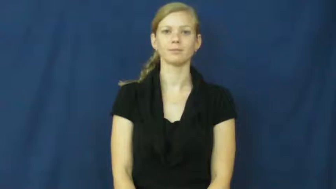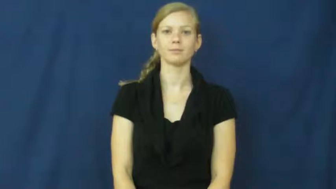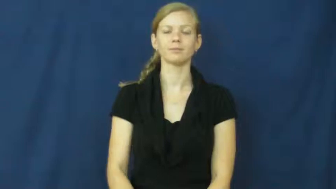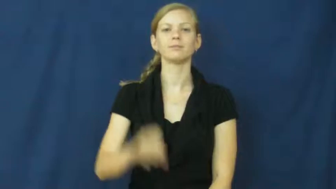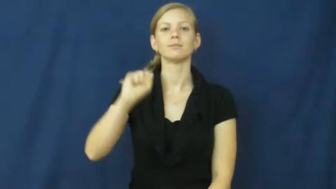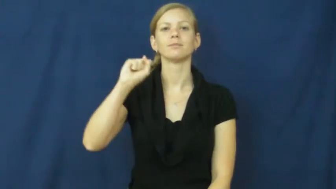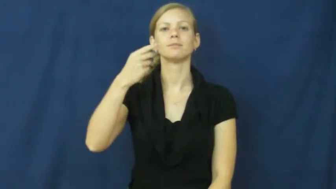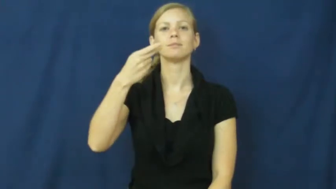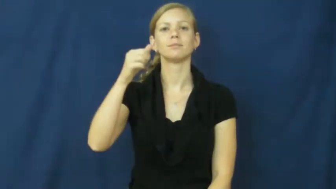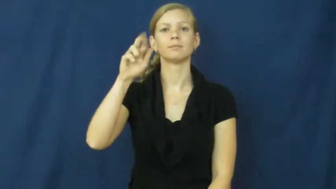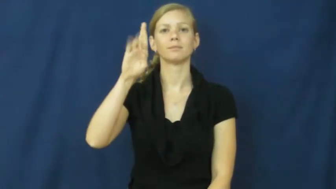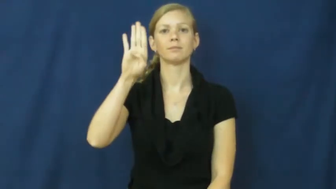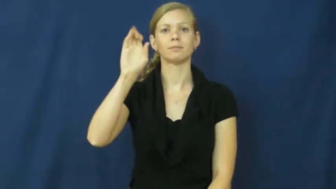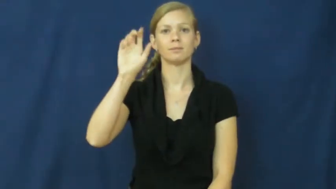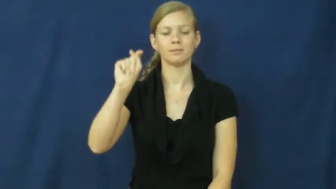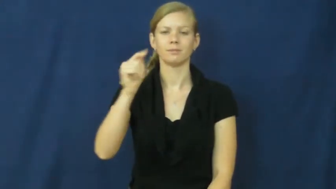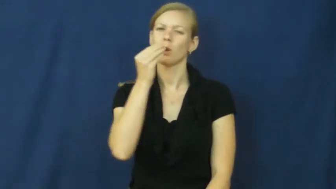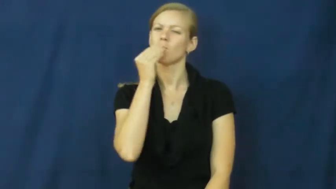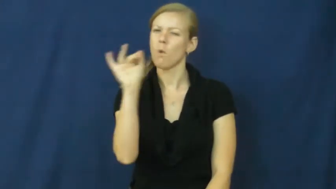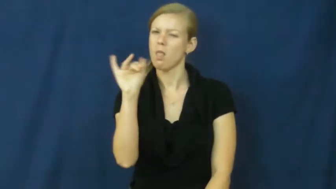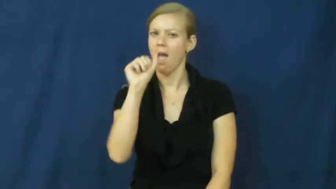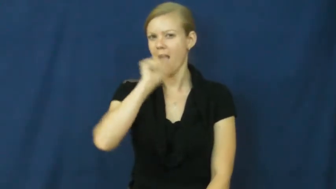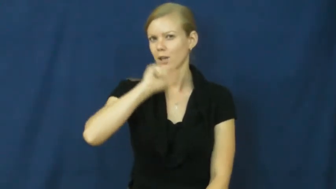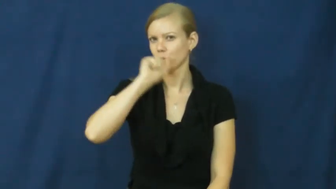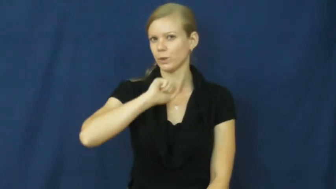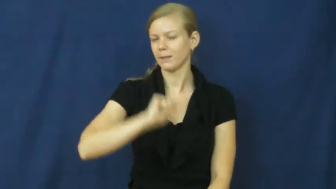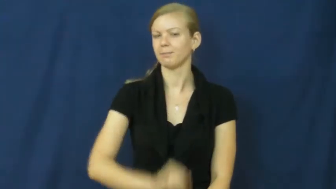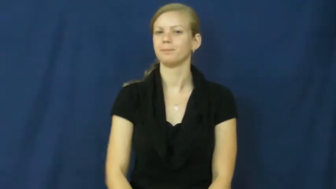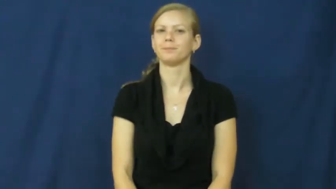sherbet